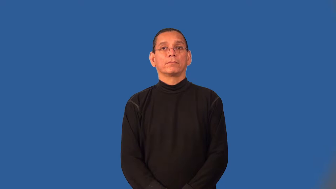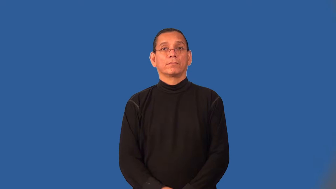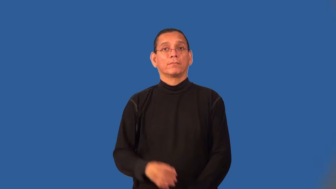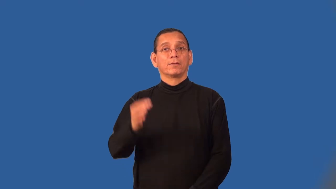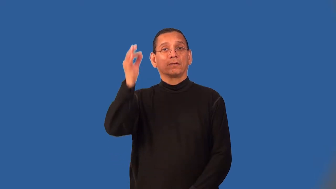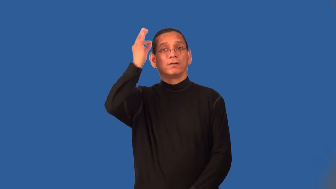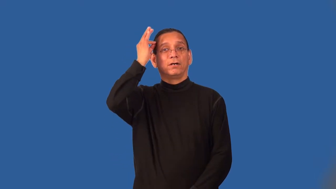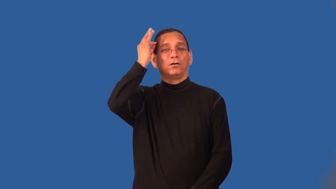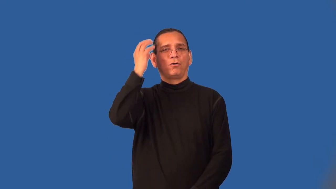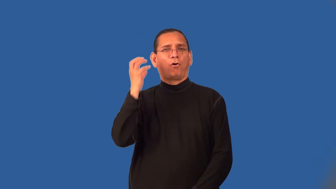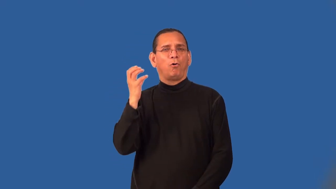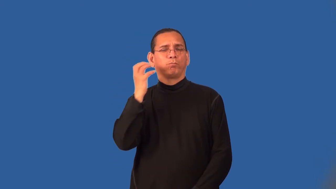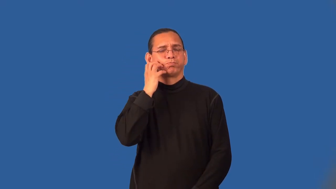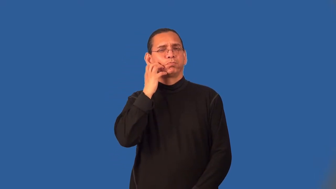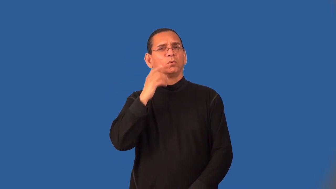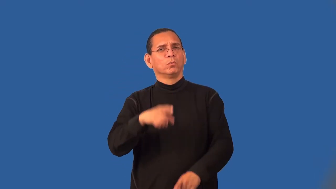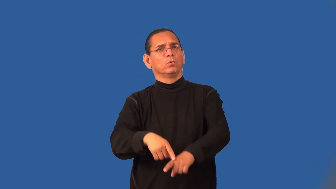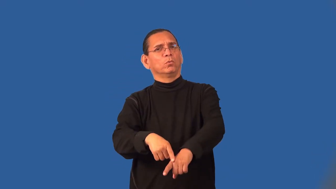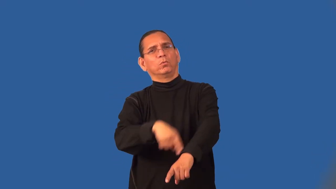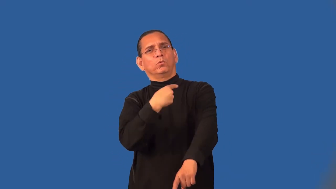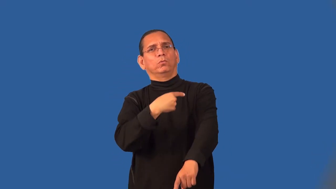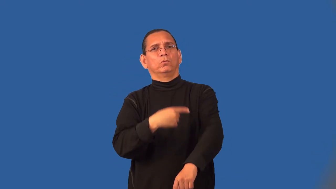shaggy